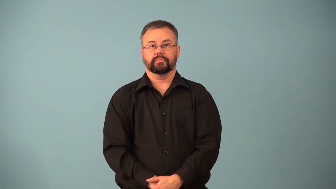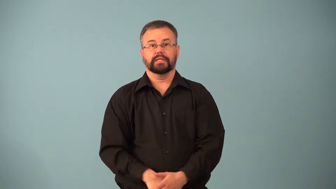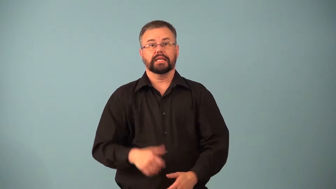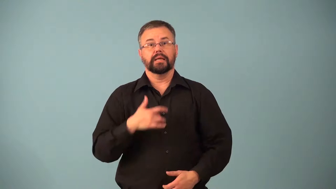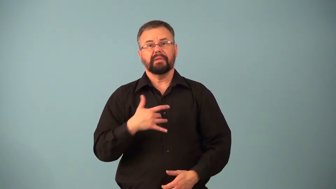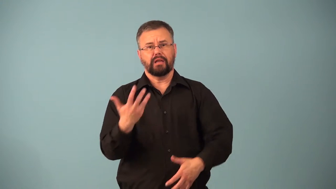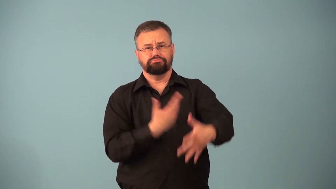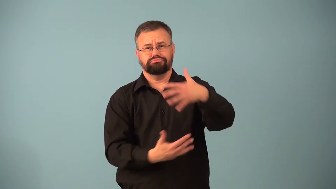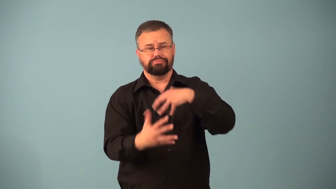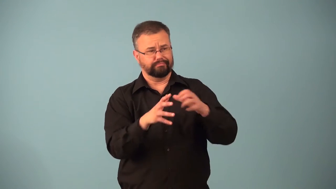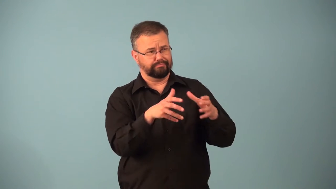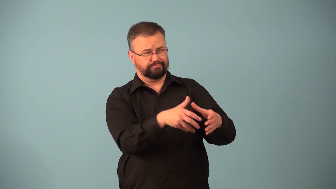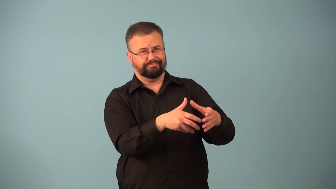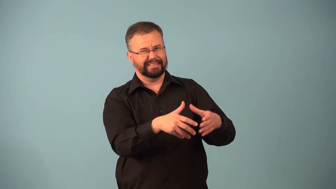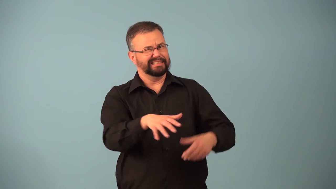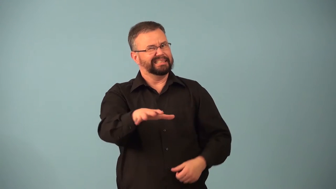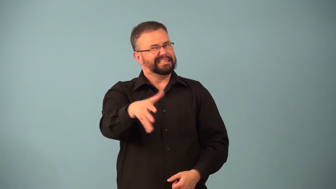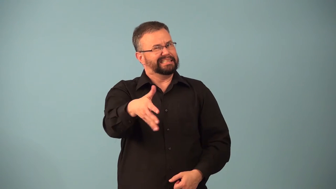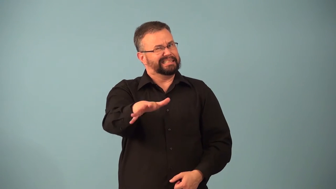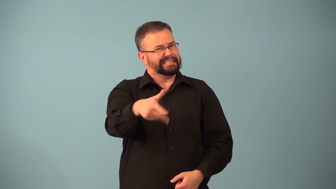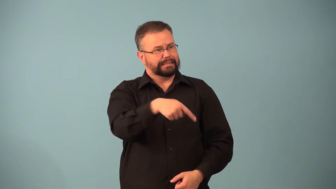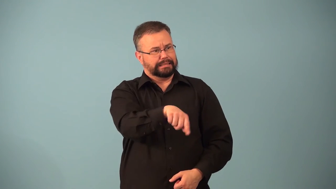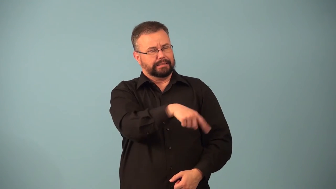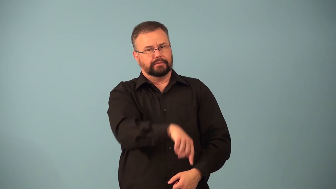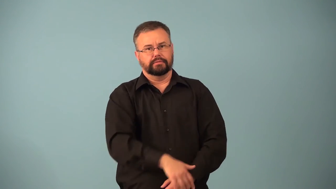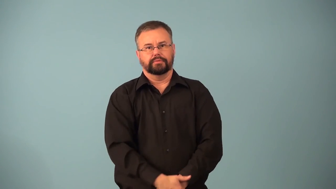consort-verb